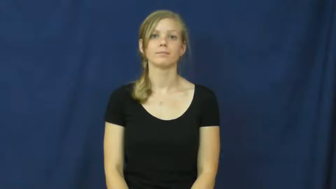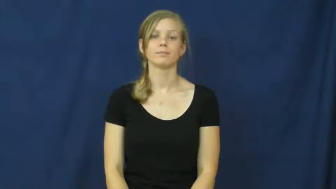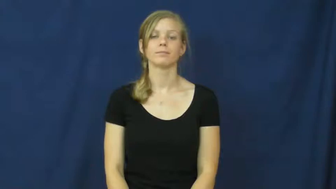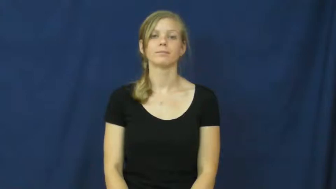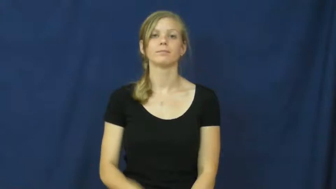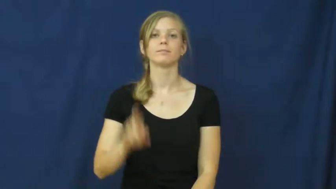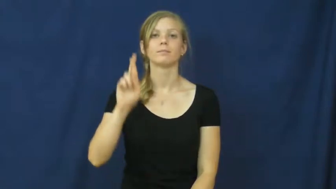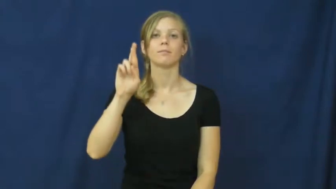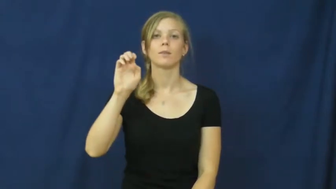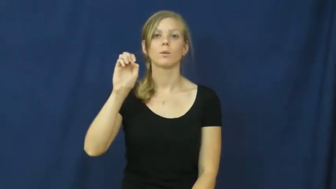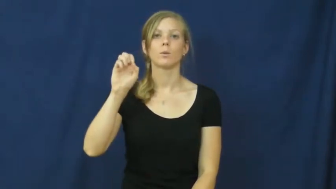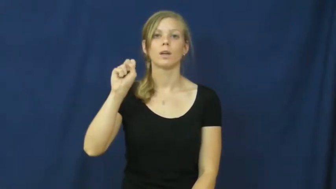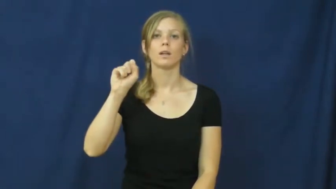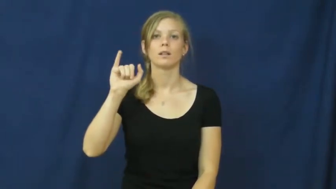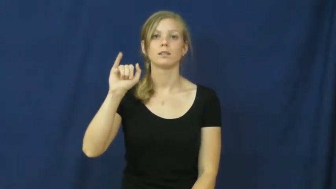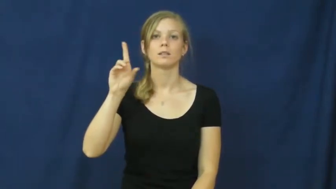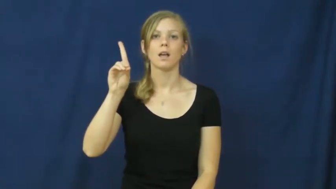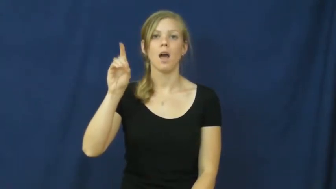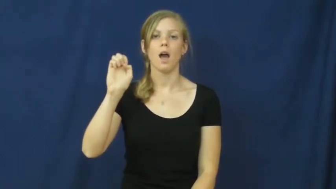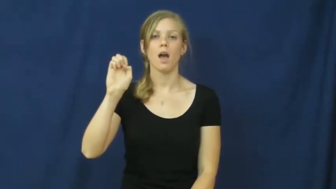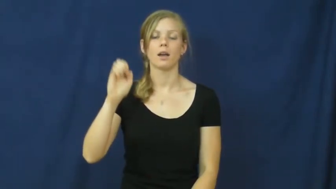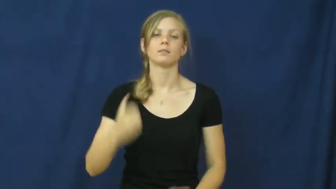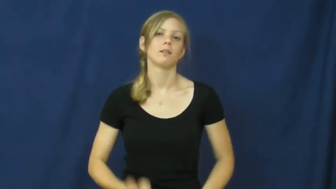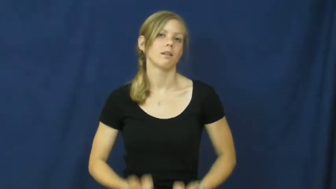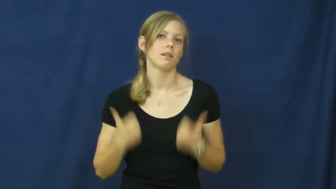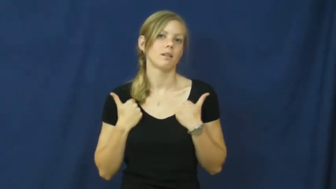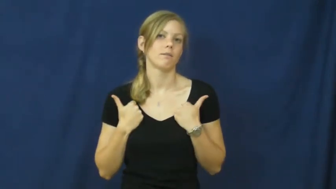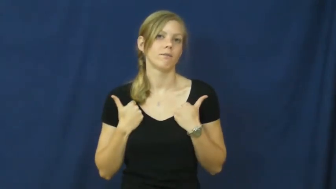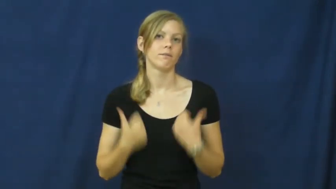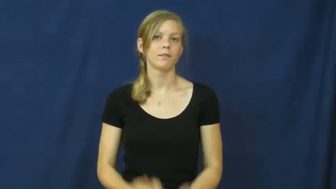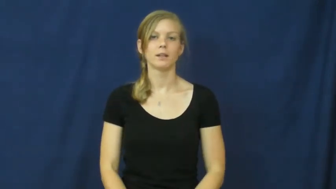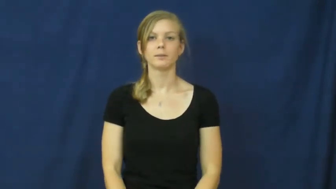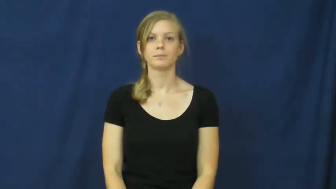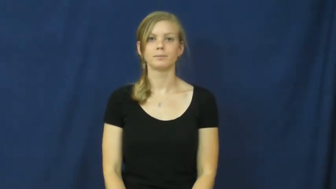reside